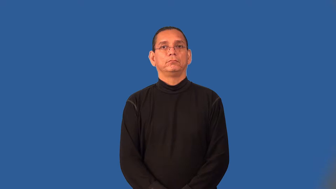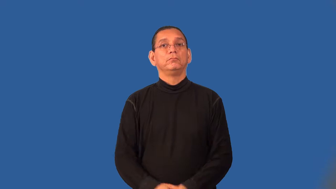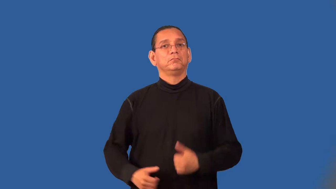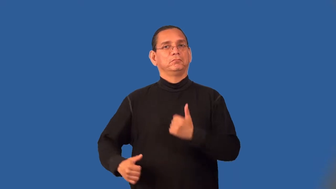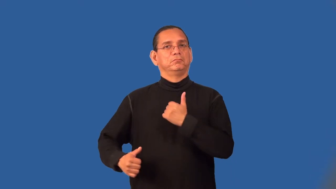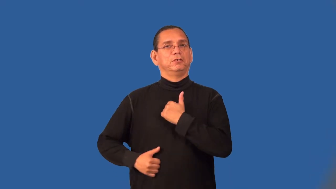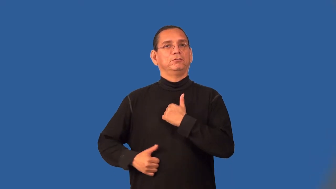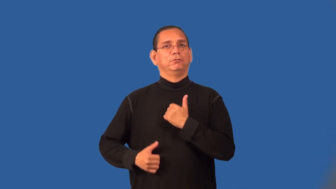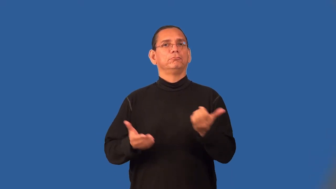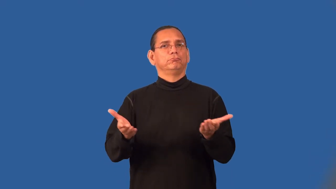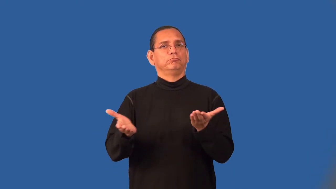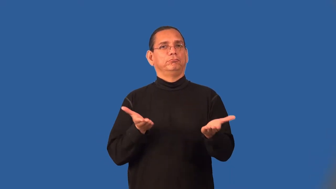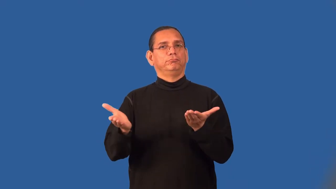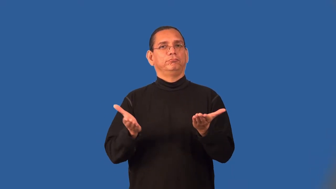service-military